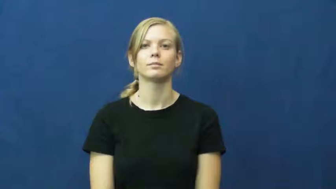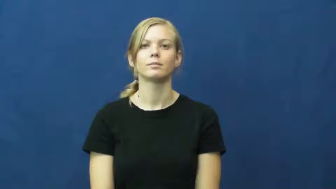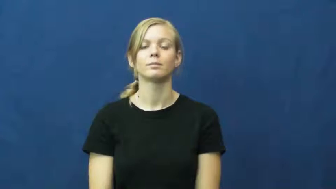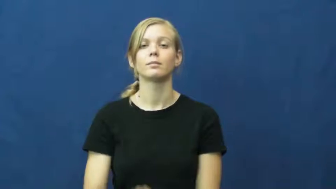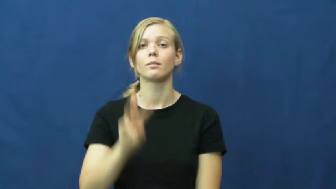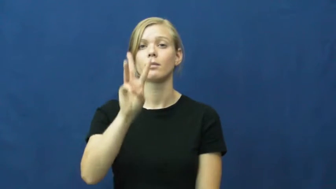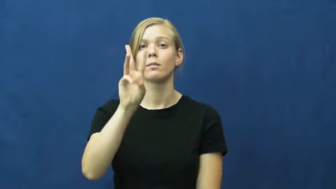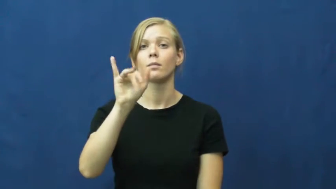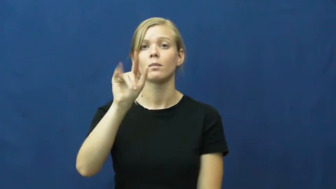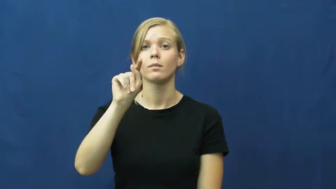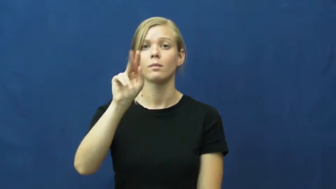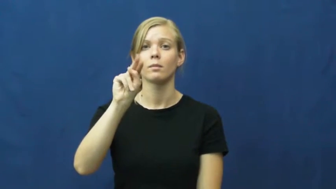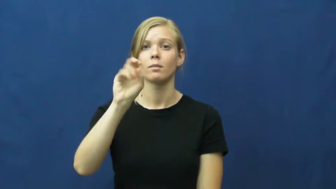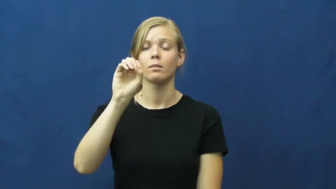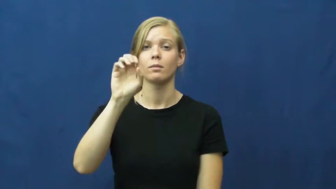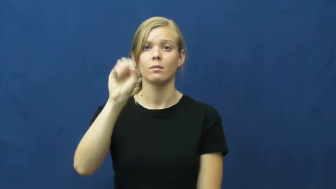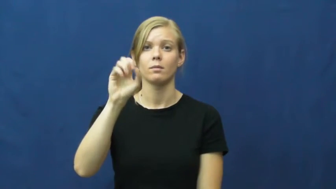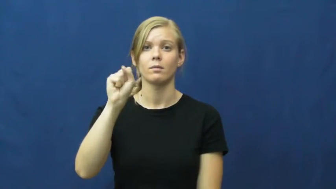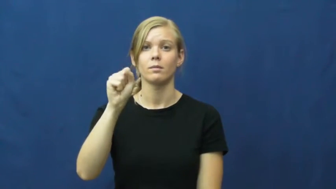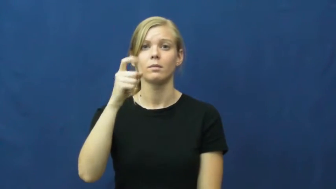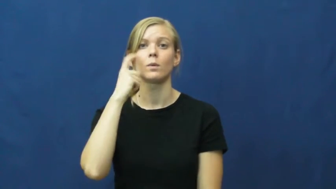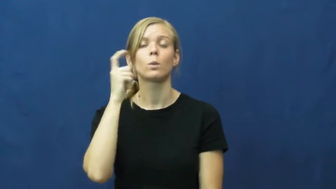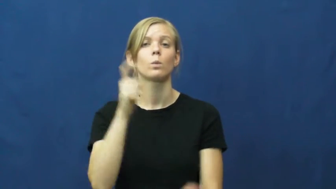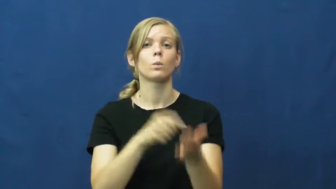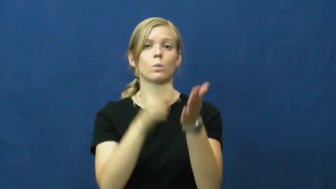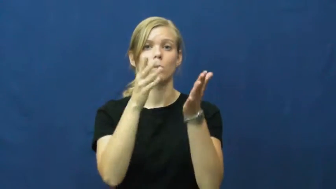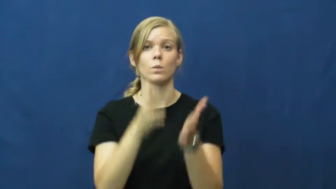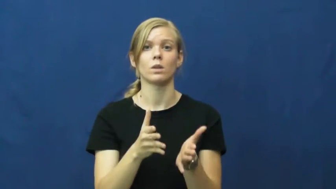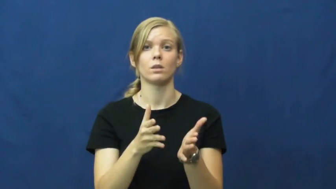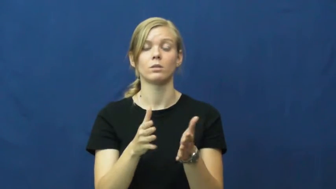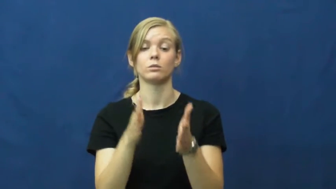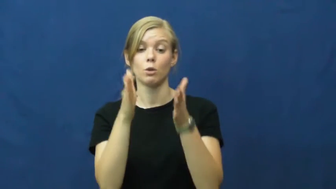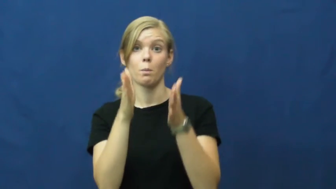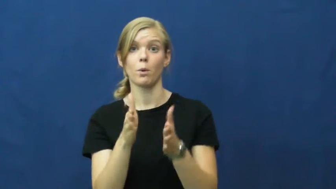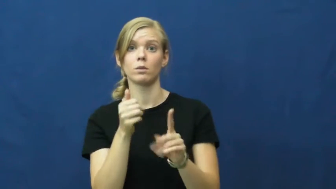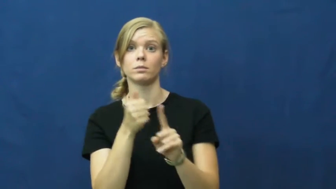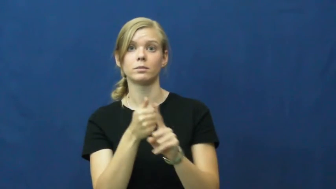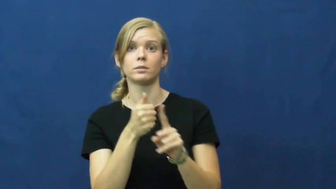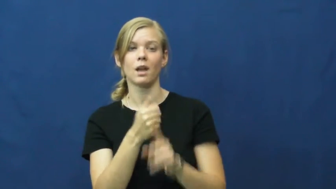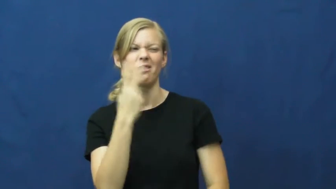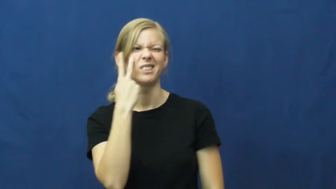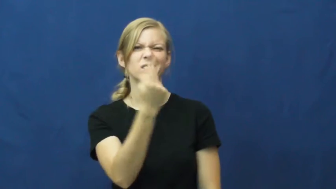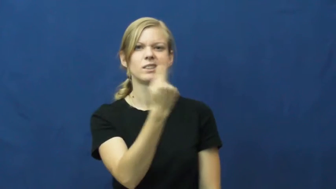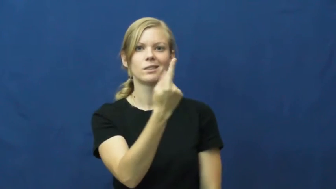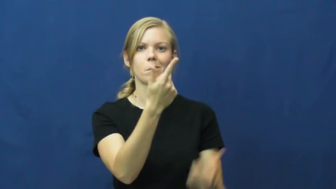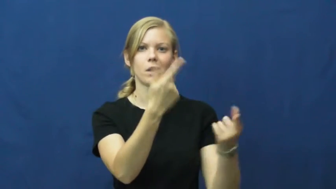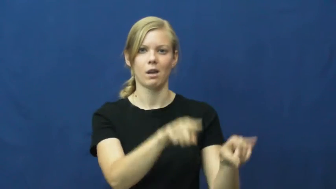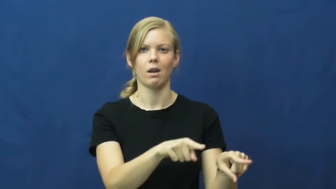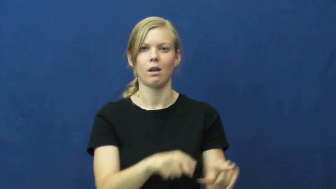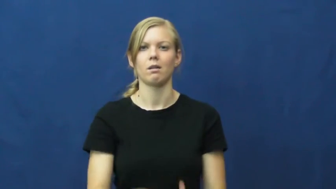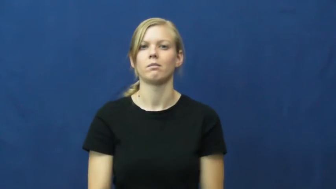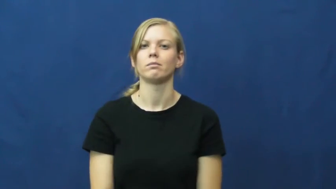witness-person